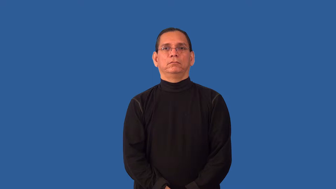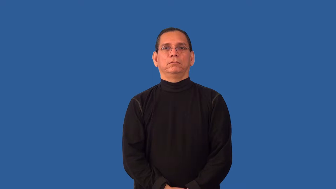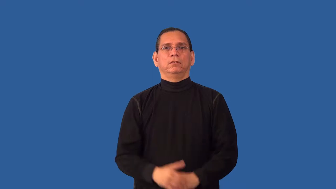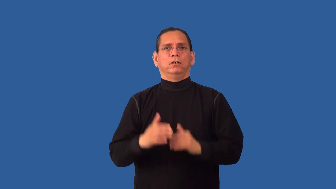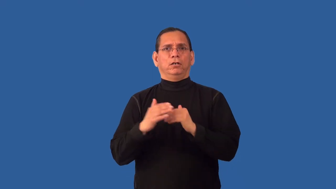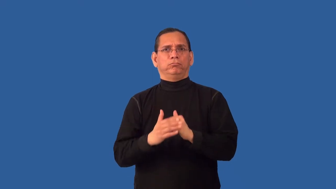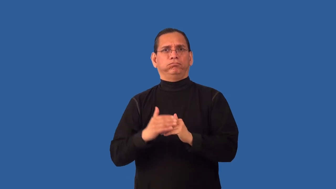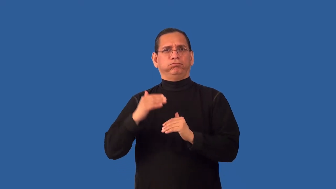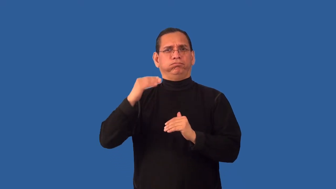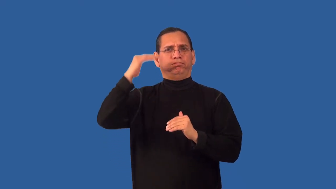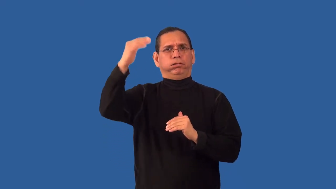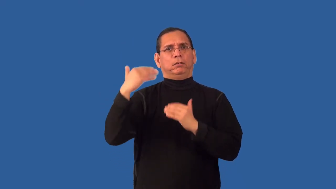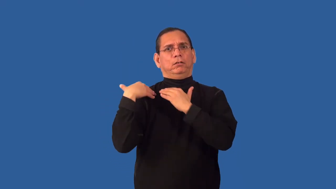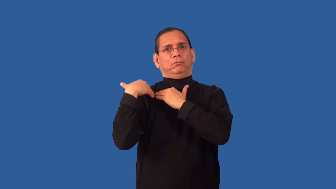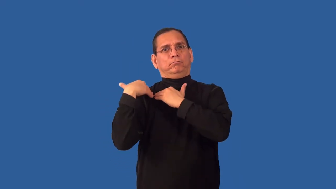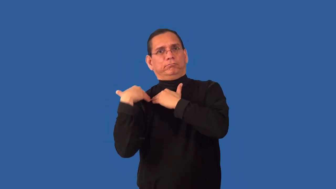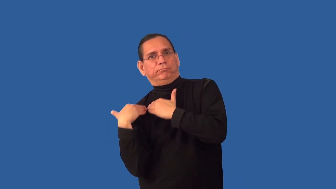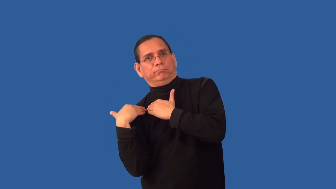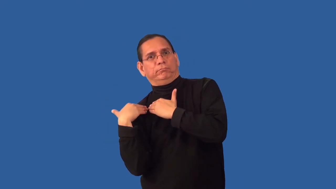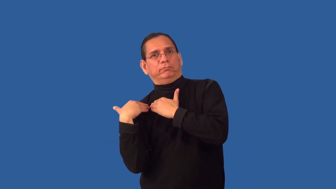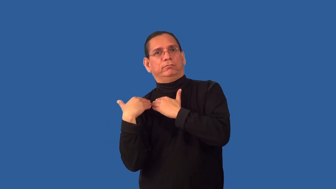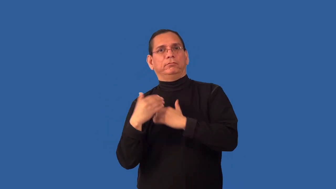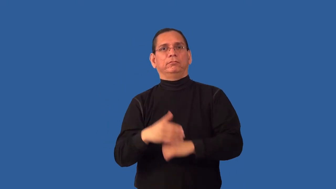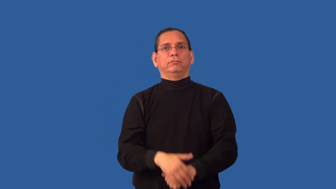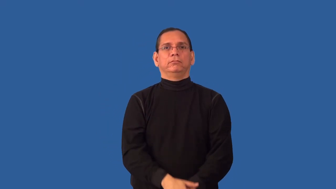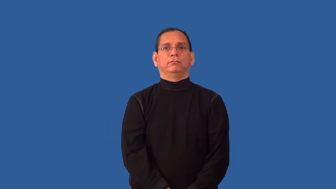overburdened